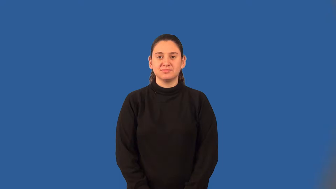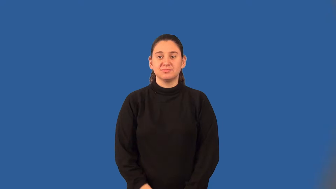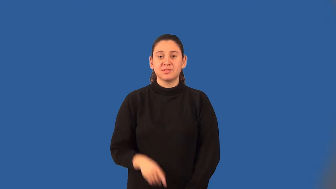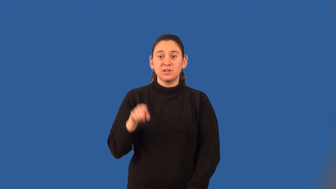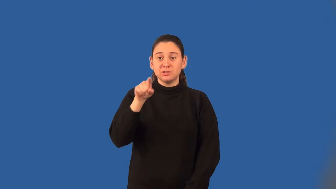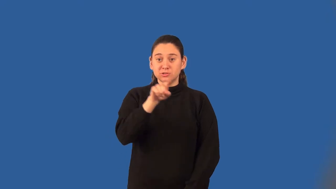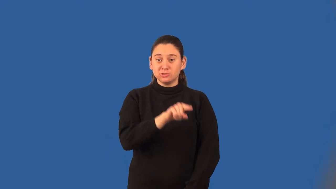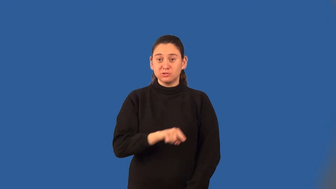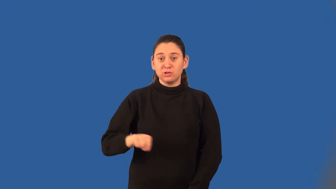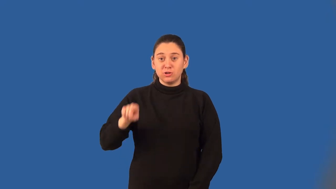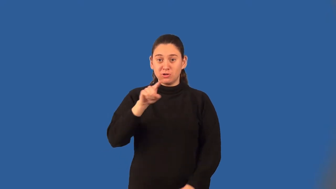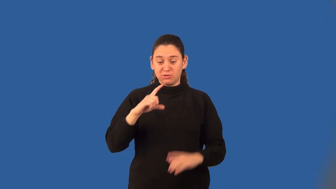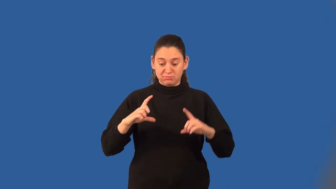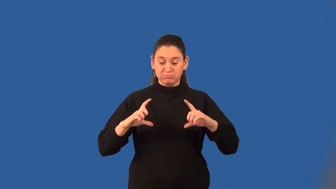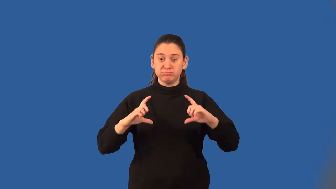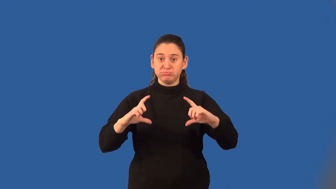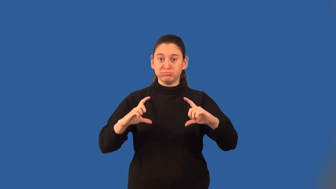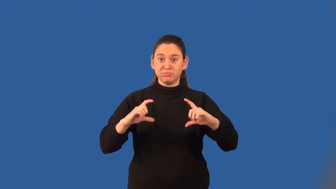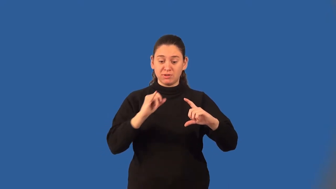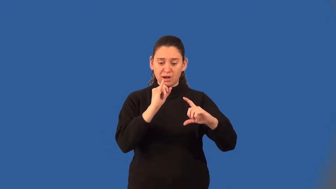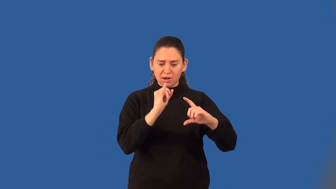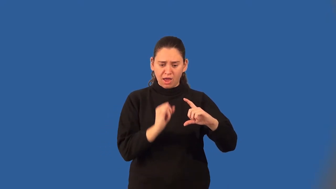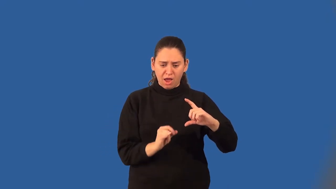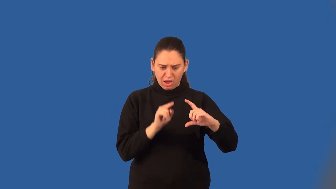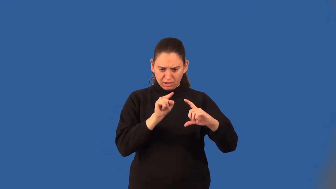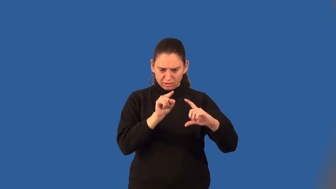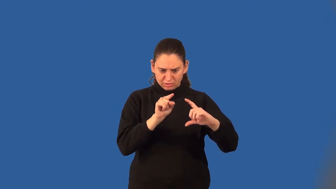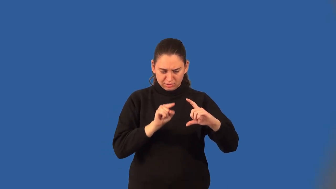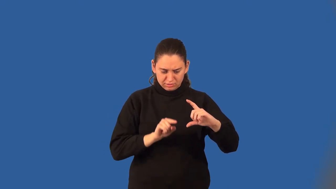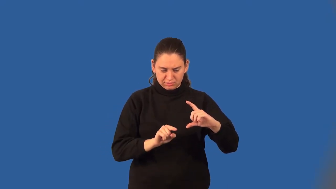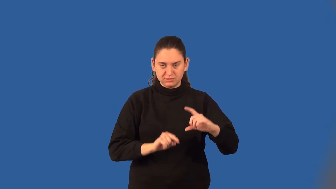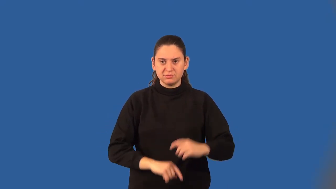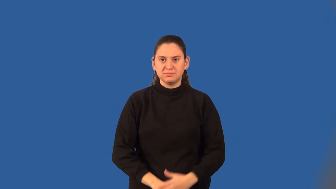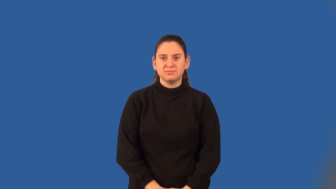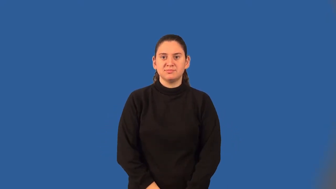chord